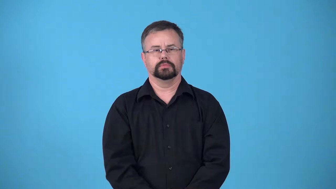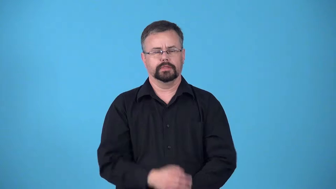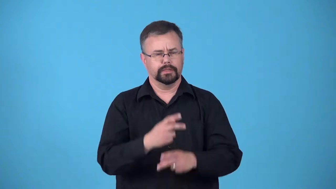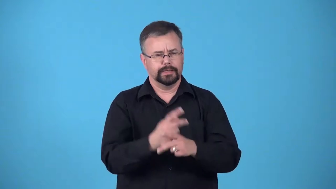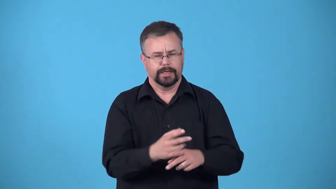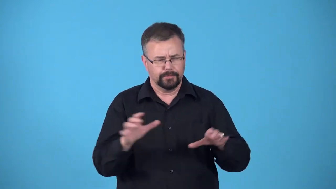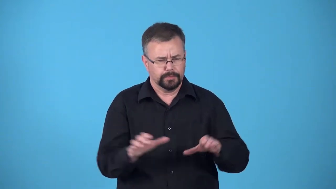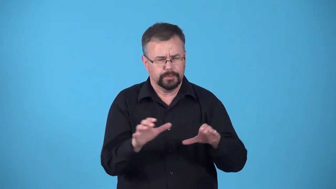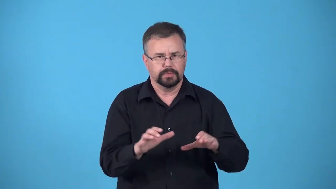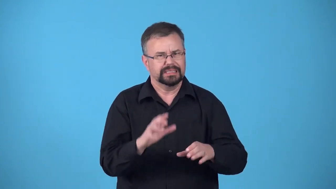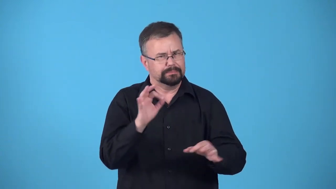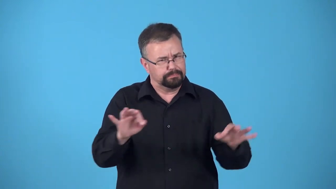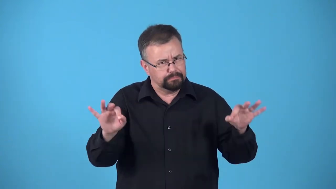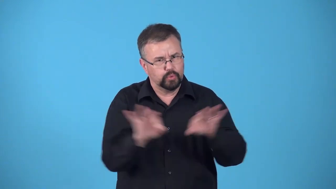care,careful-effort to do something